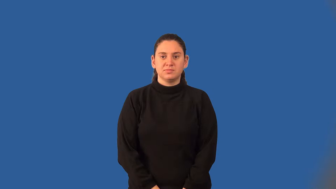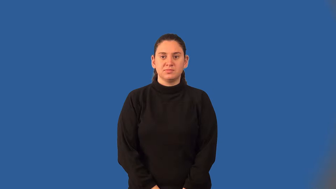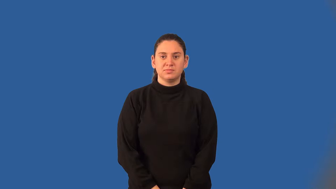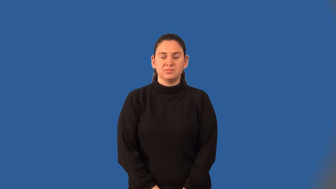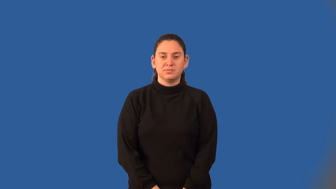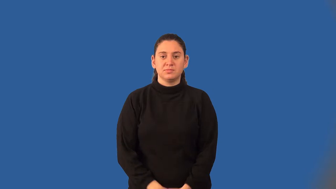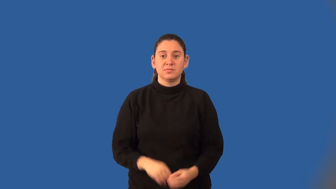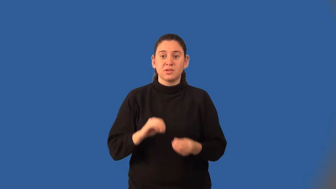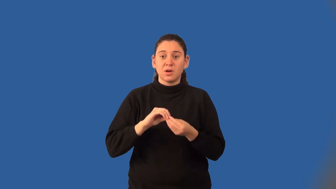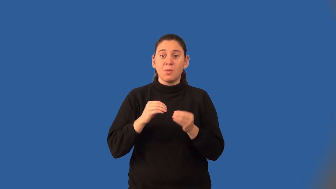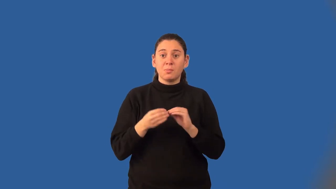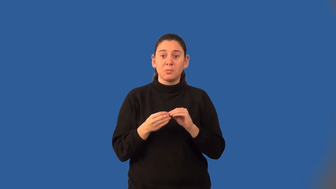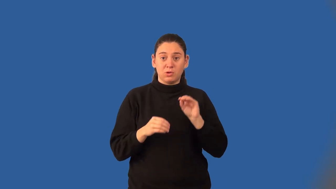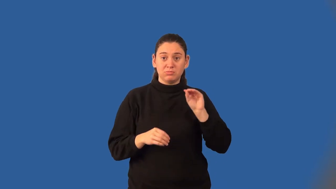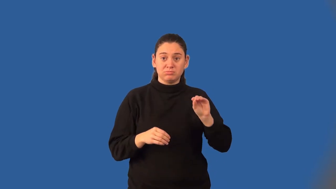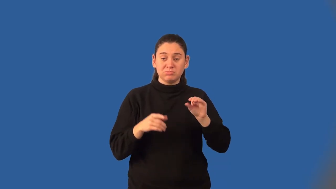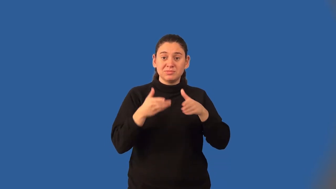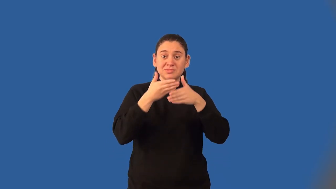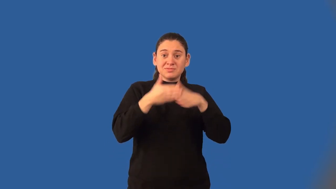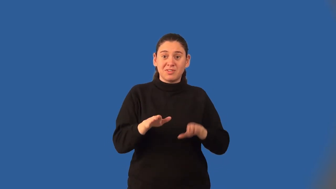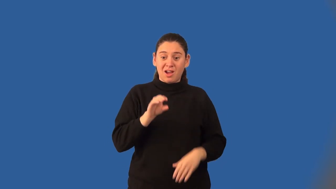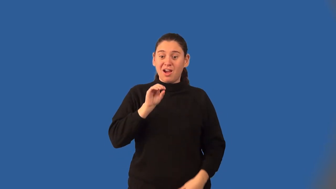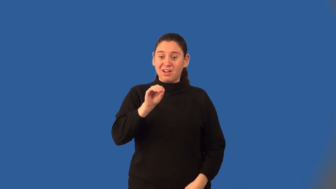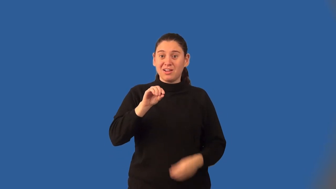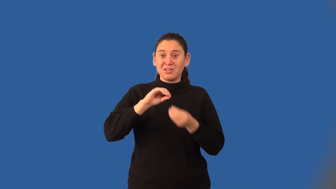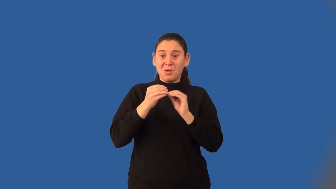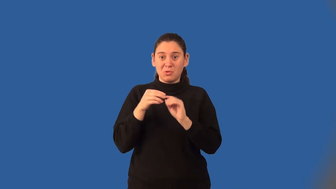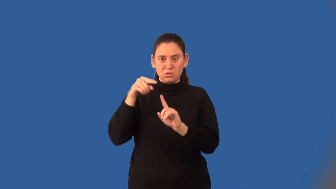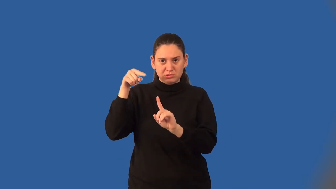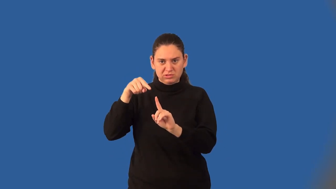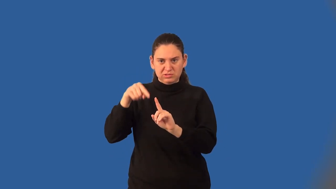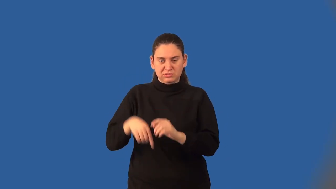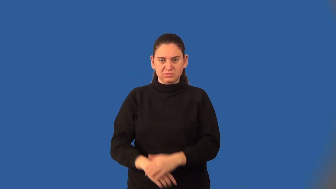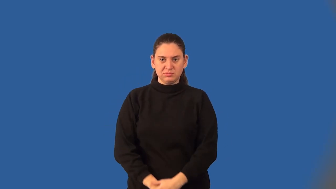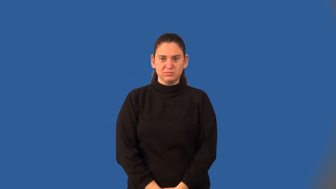divisor